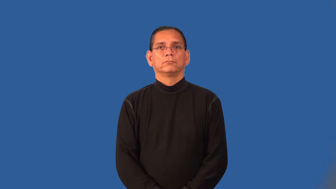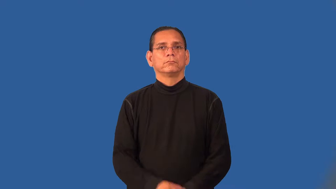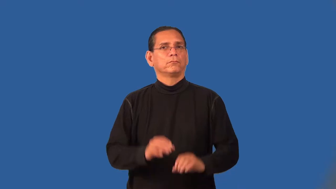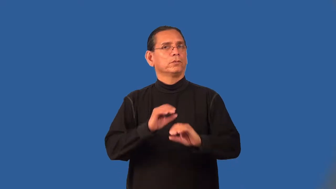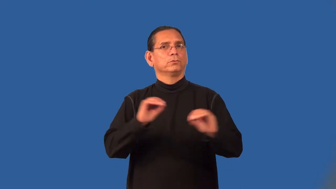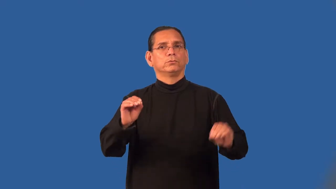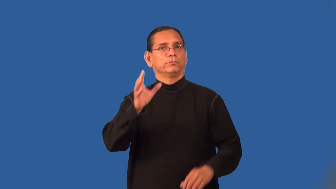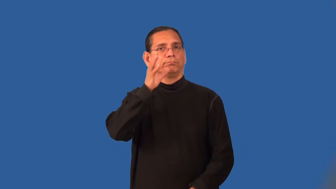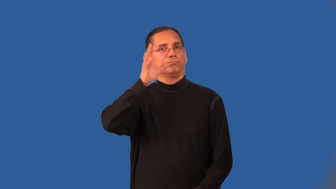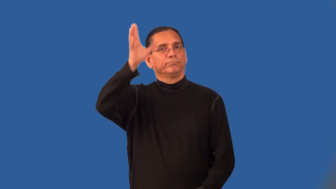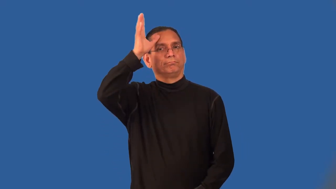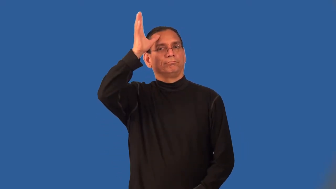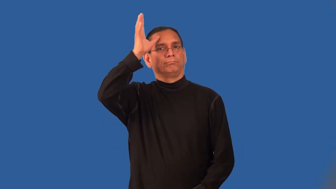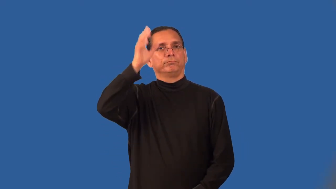parentless